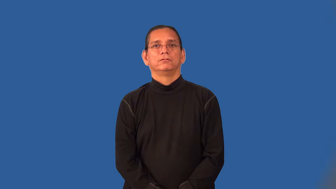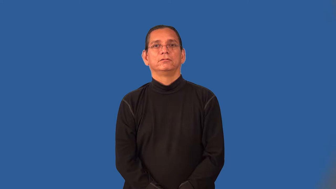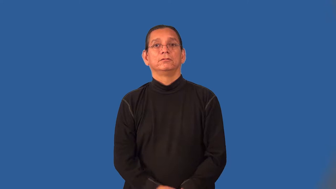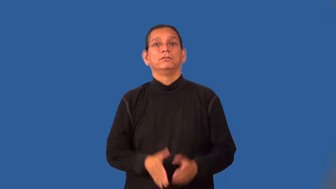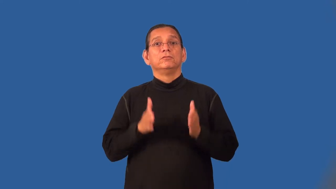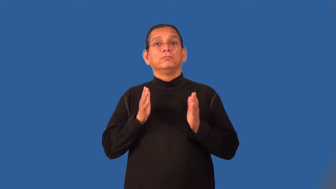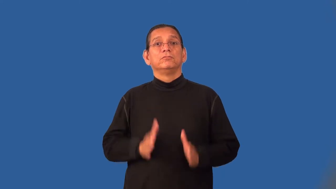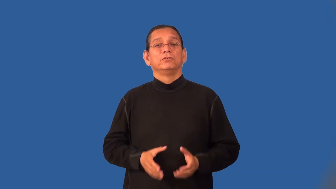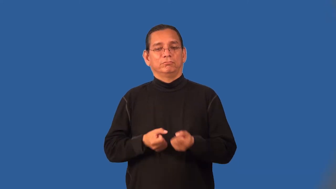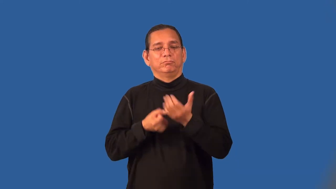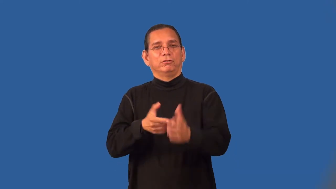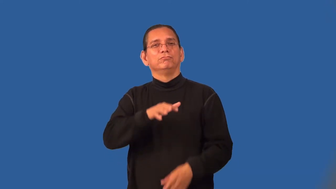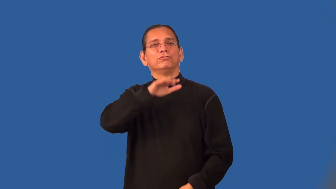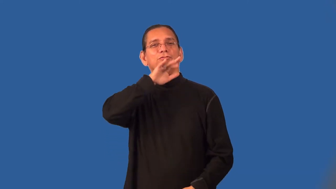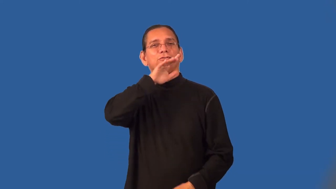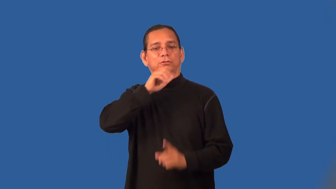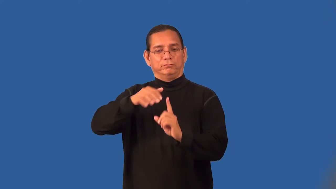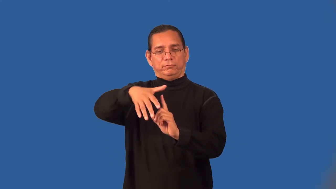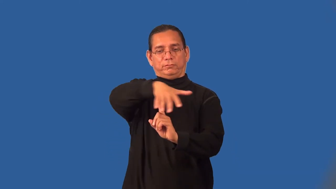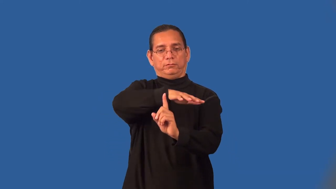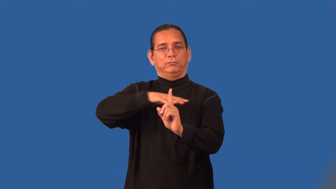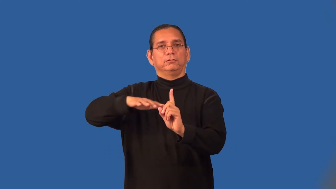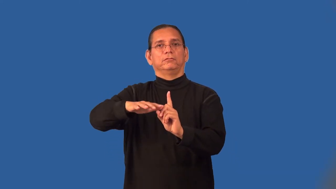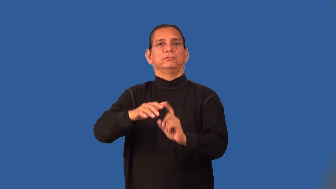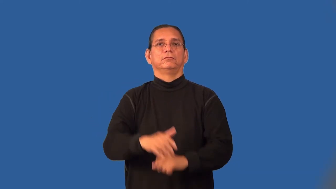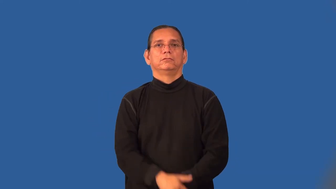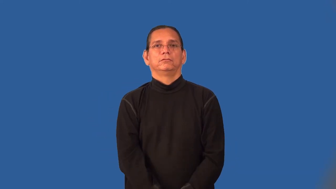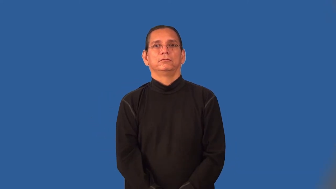polluter